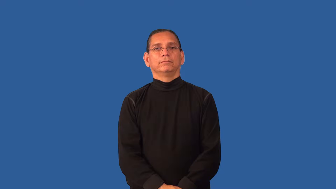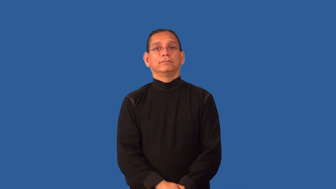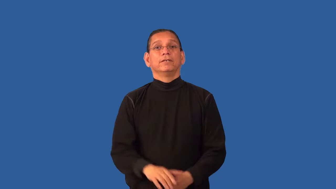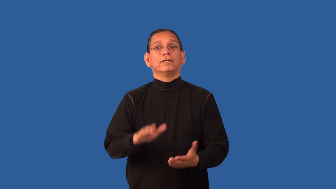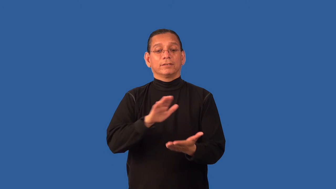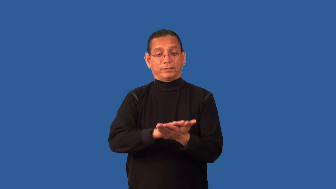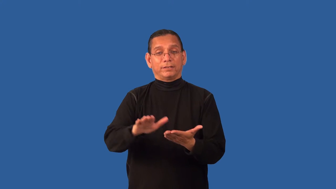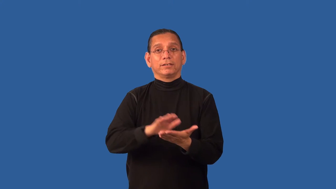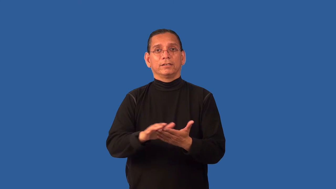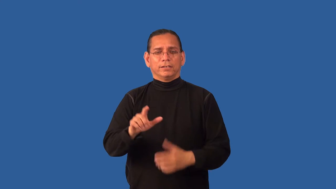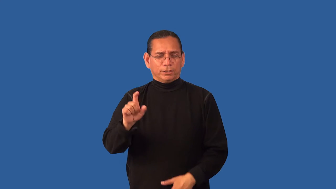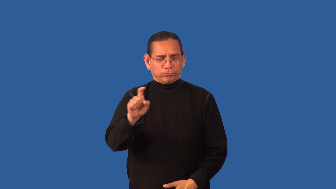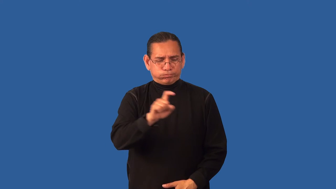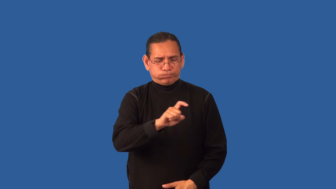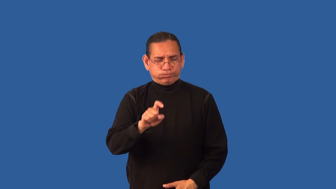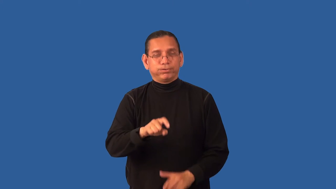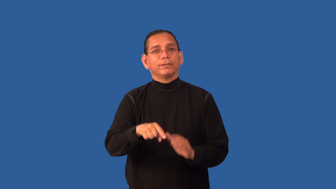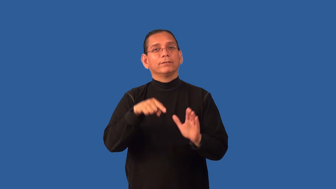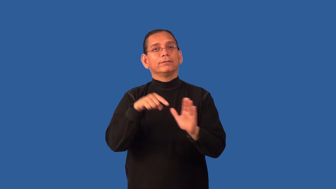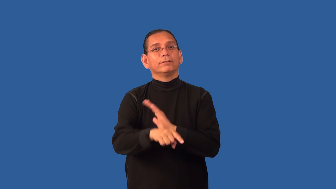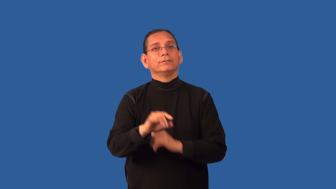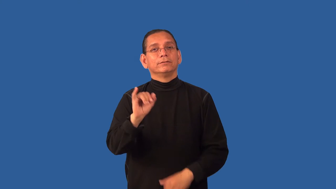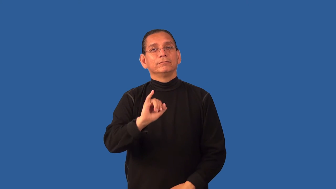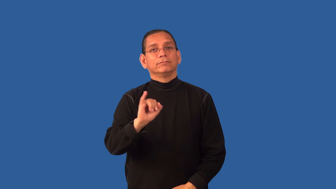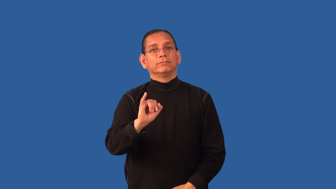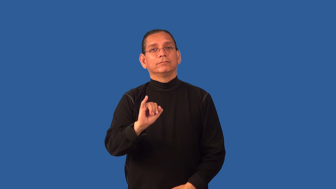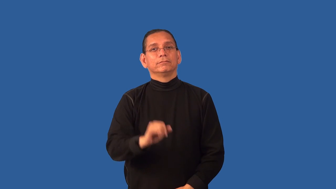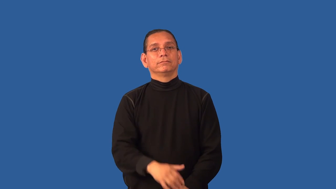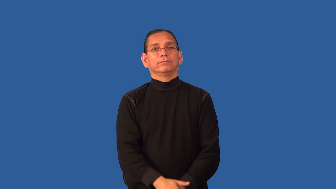disinfectant